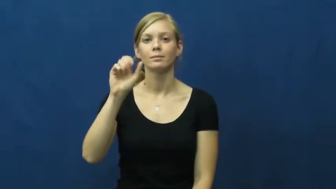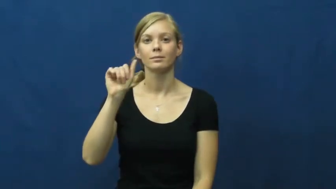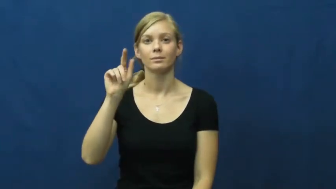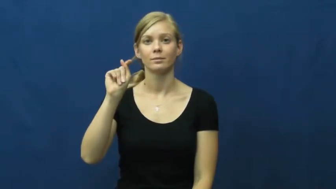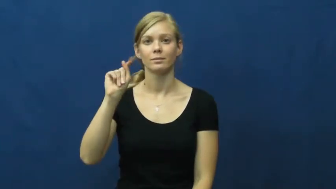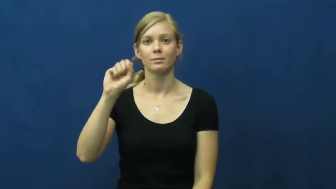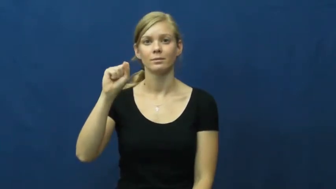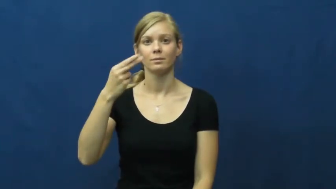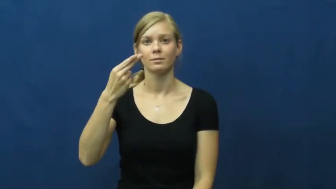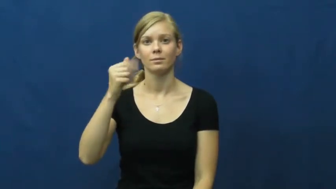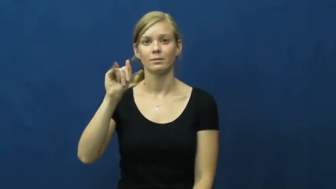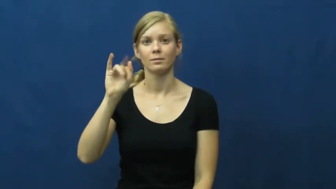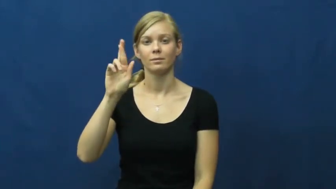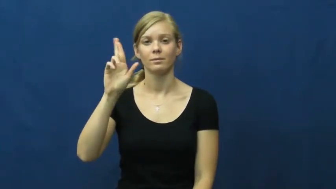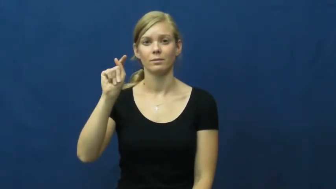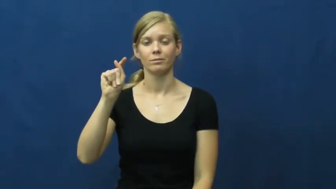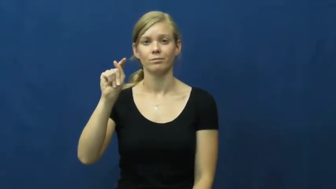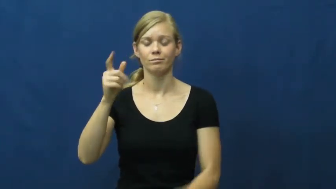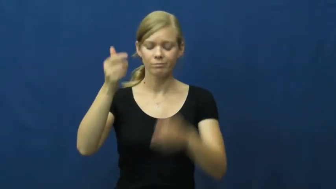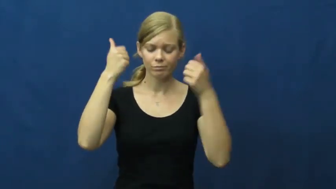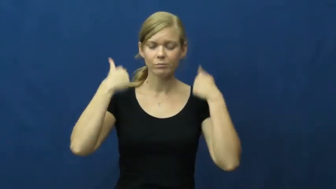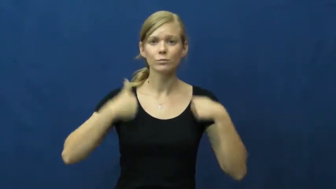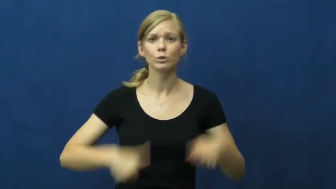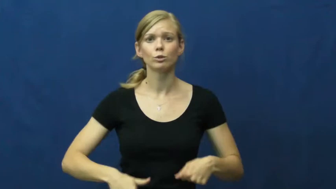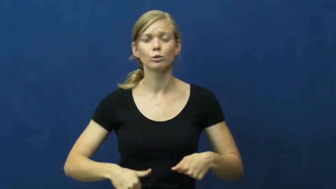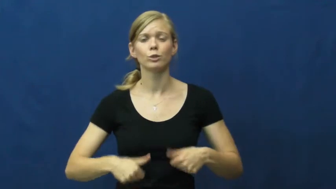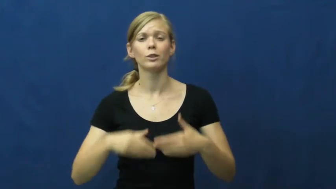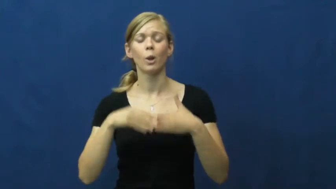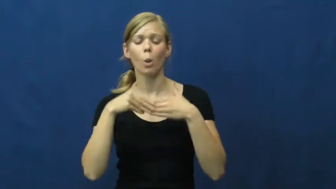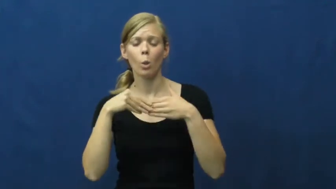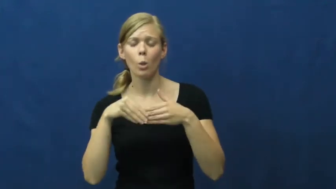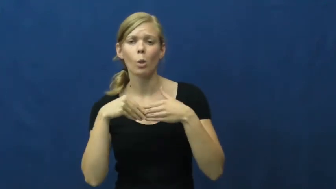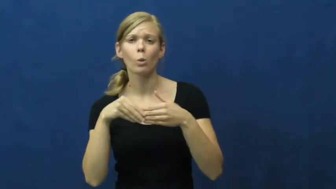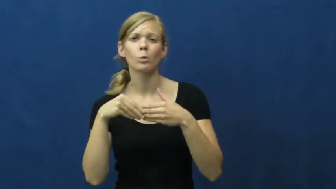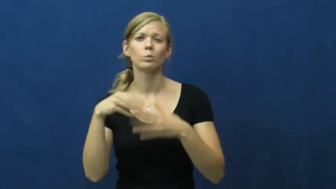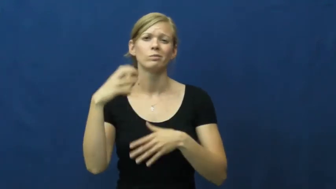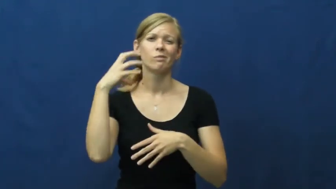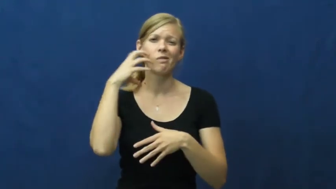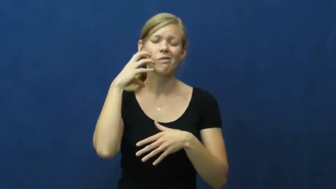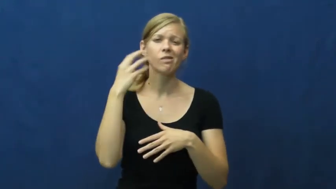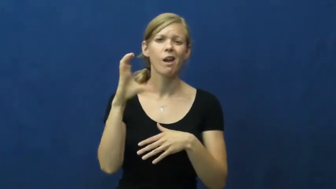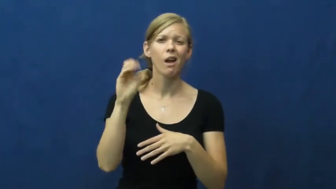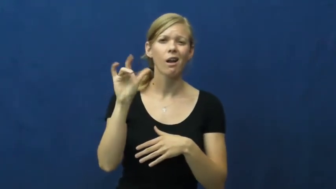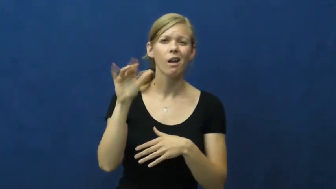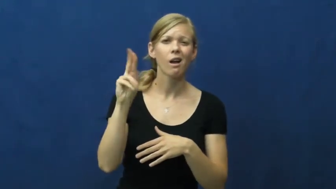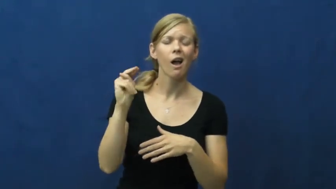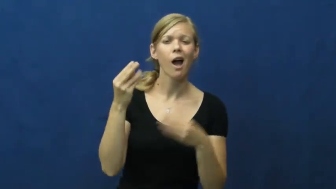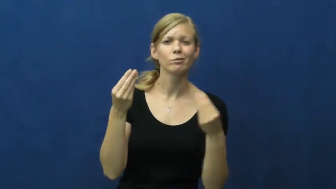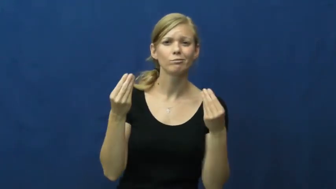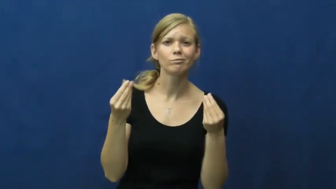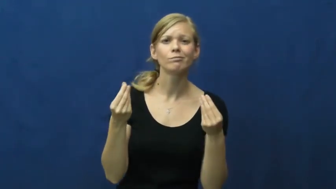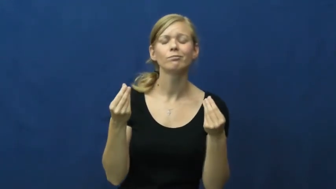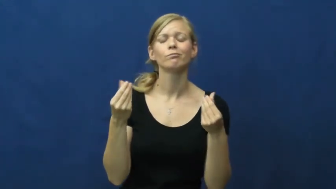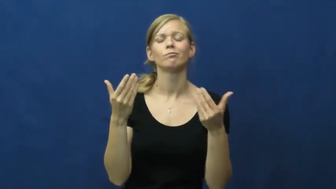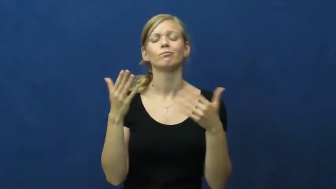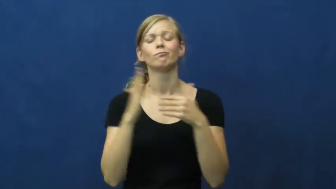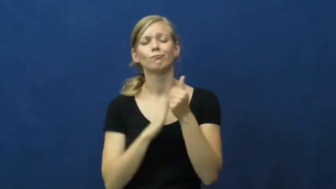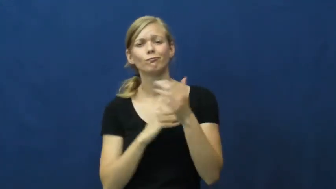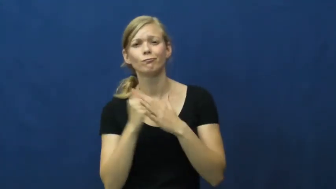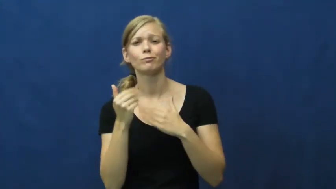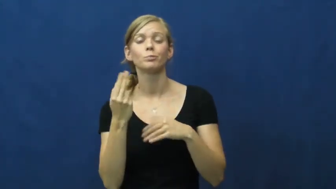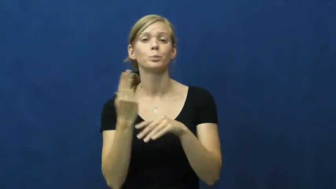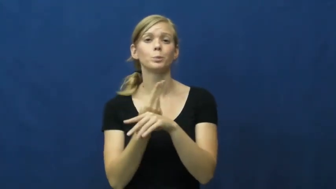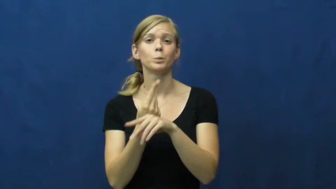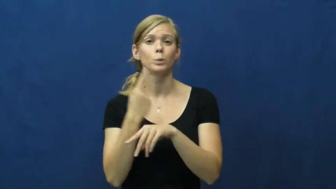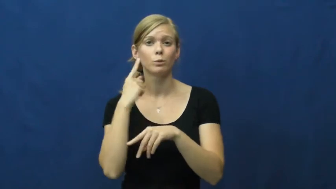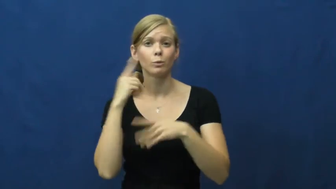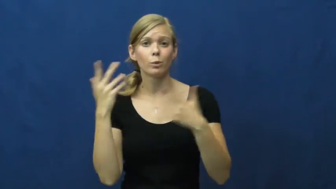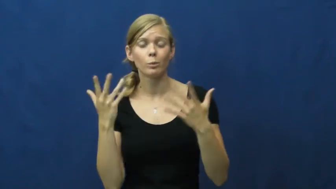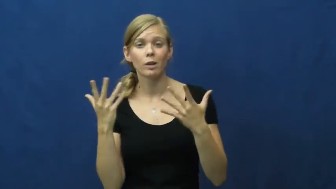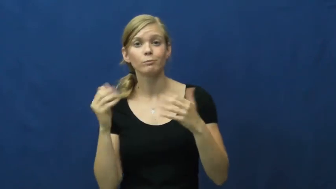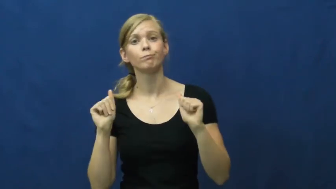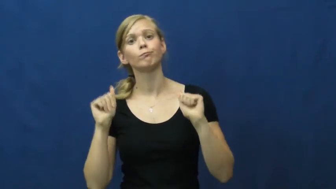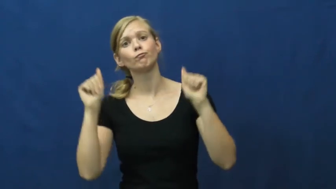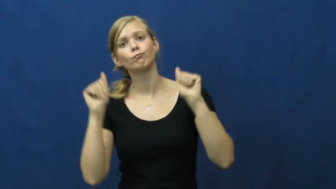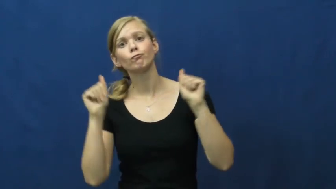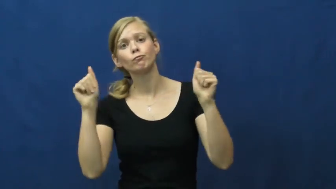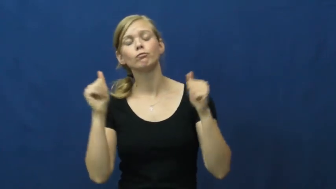sweatshirt